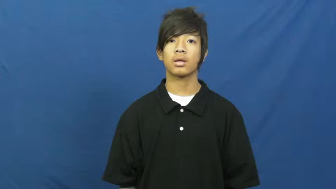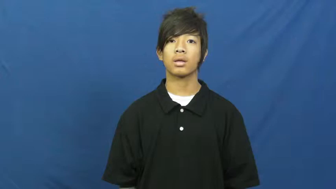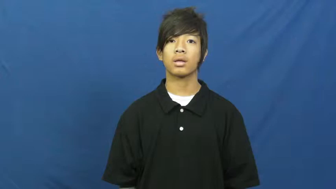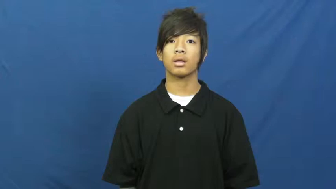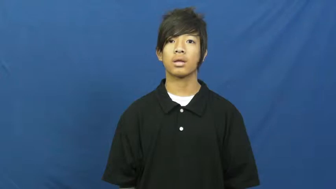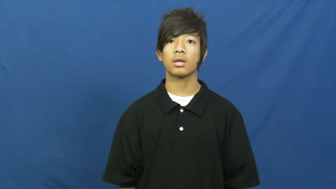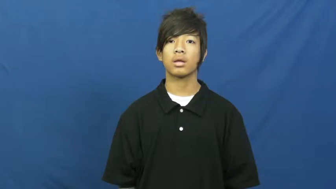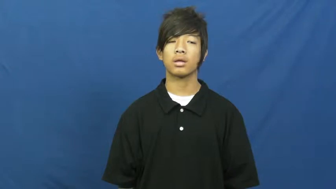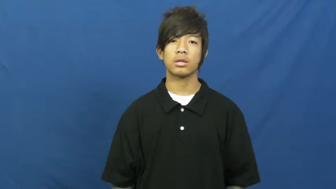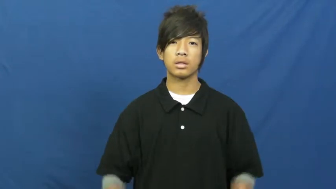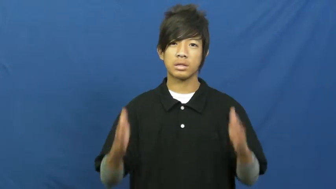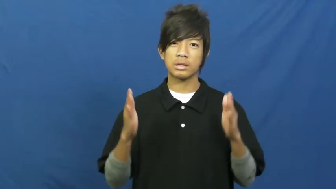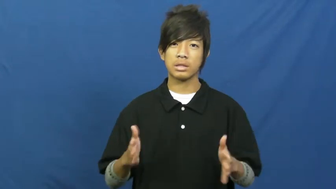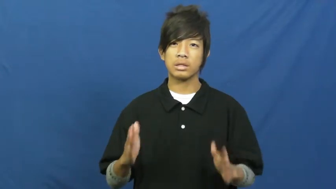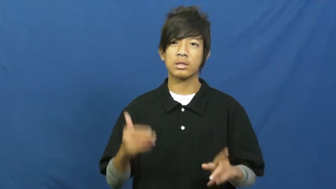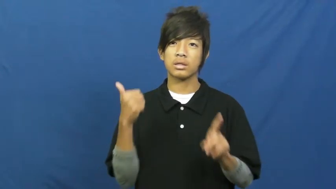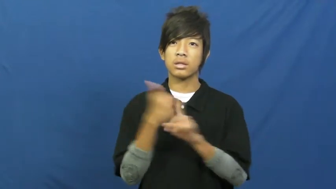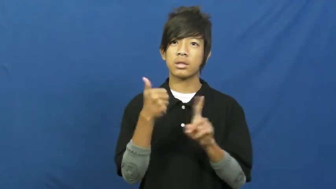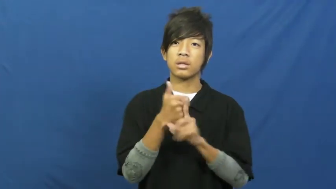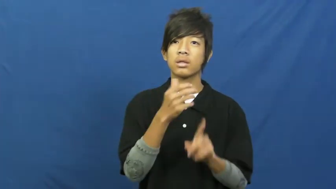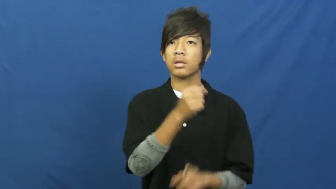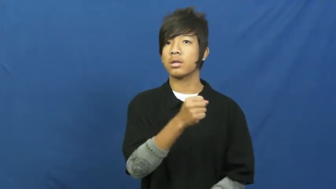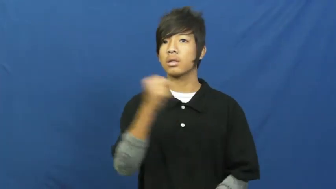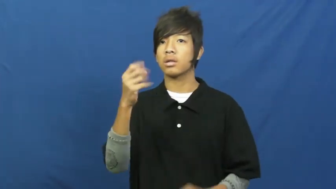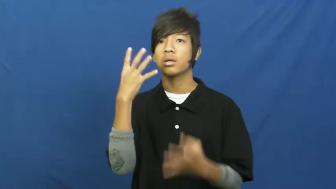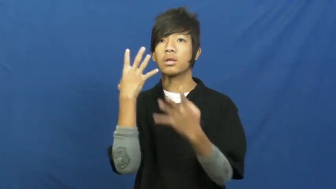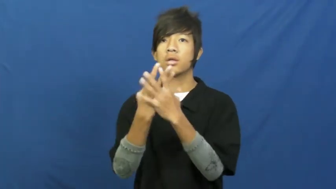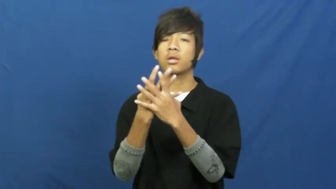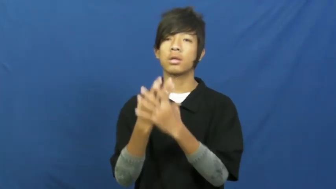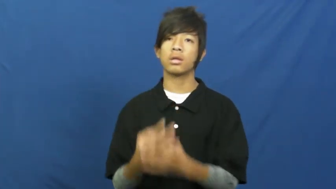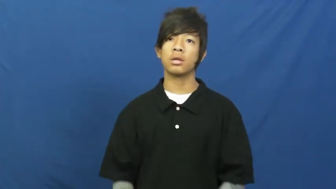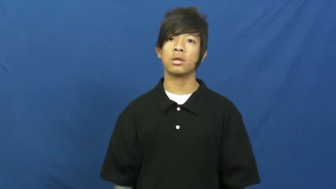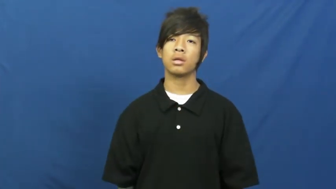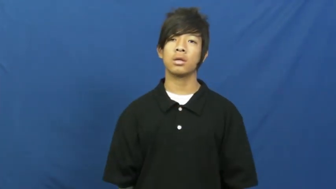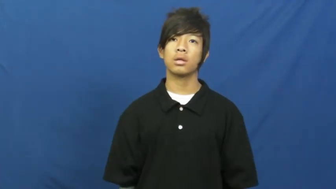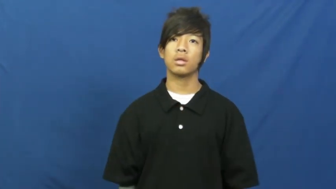convict,jailbird-person